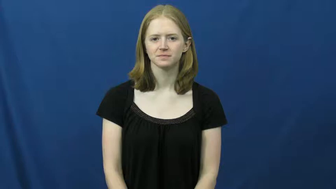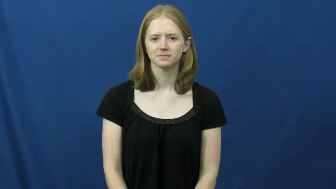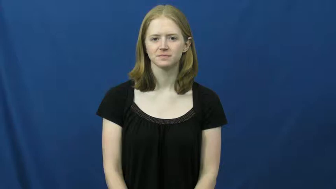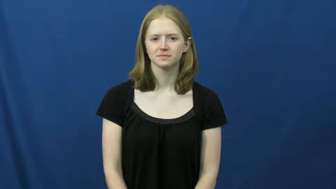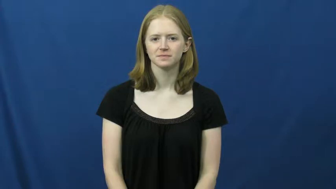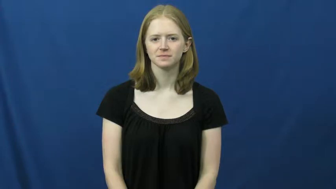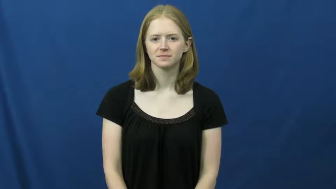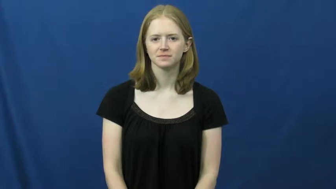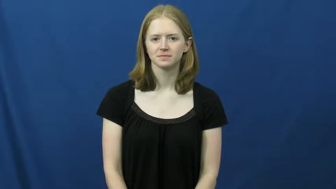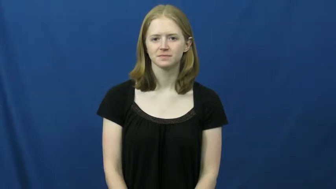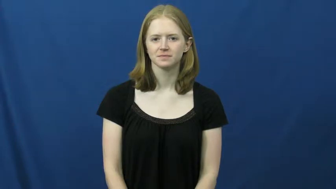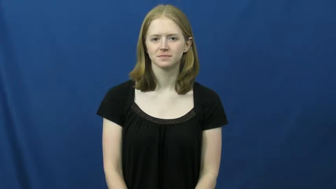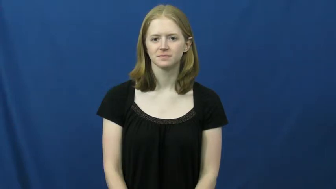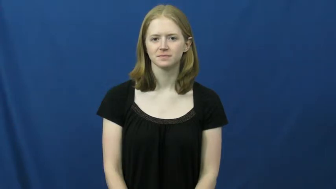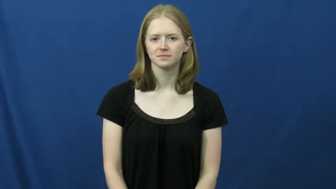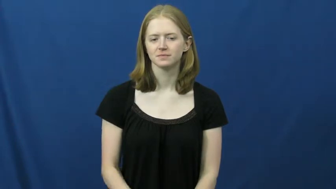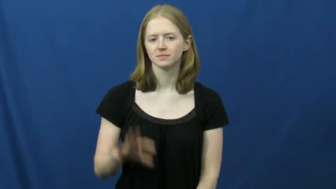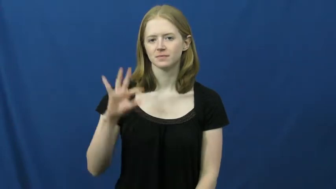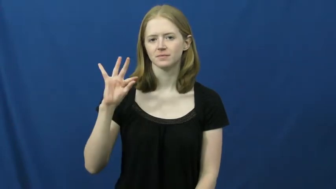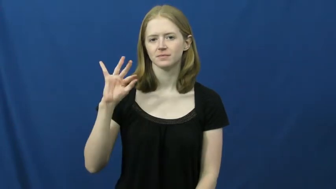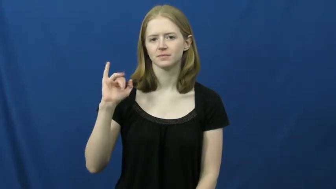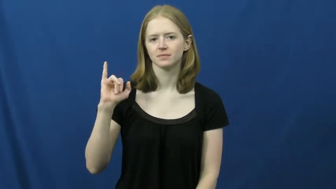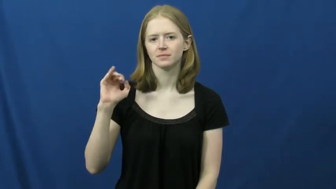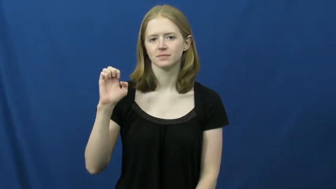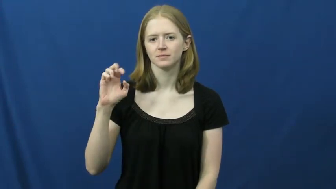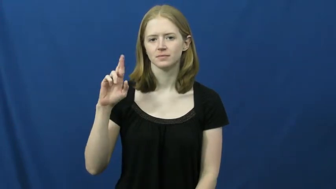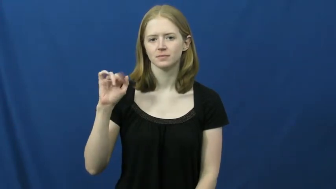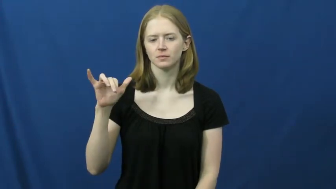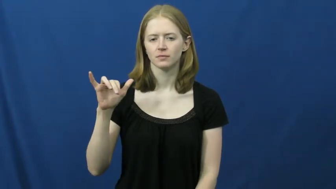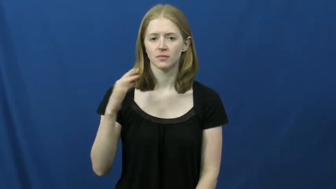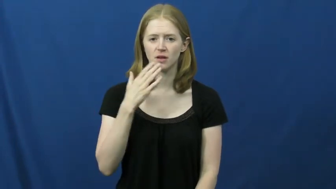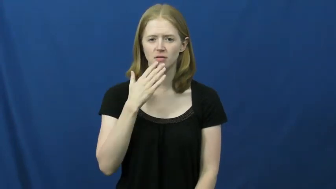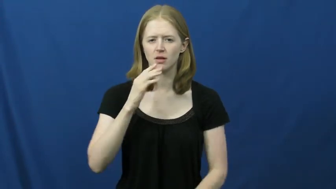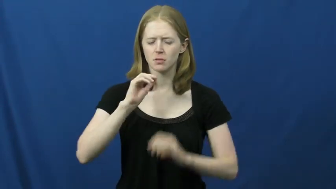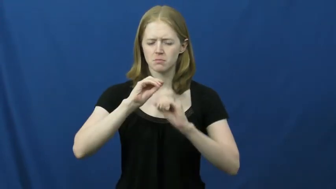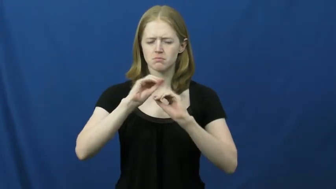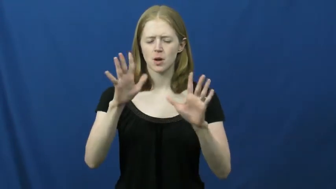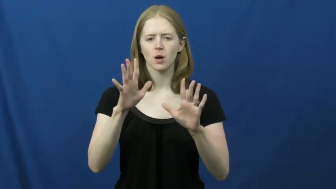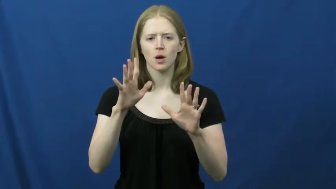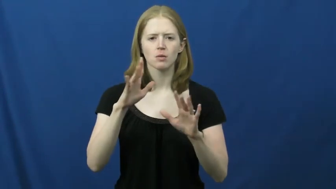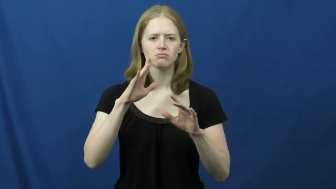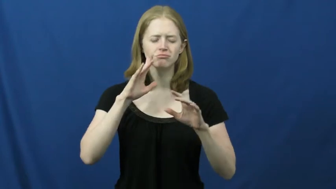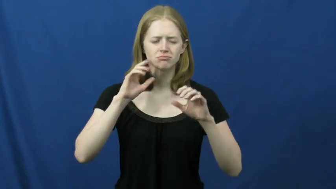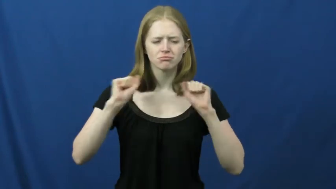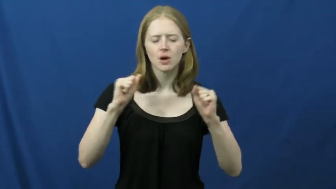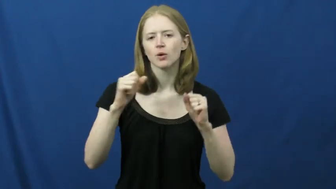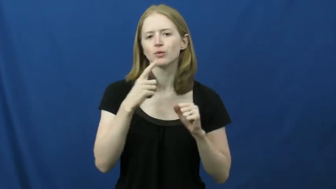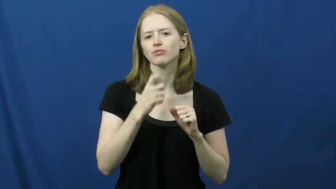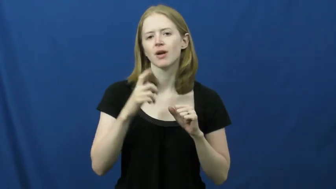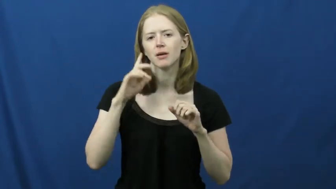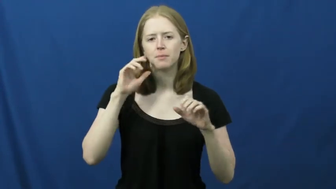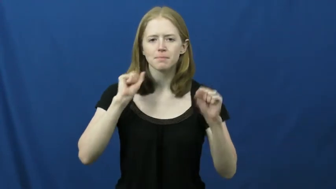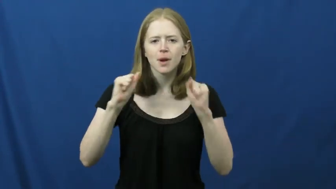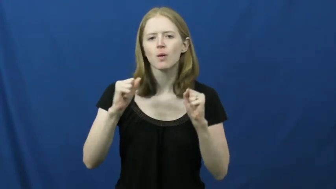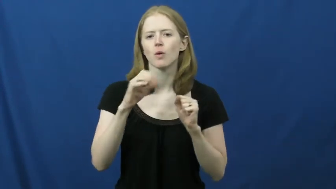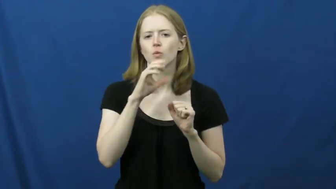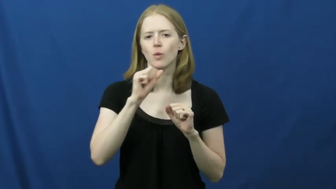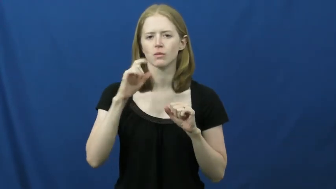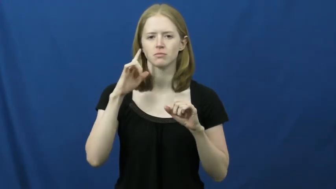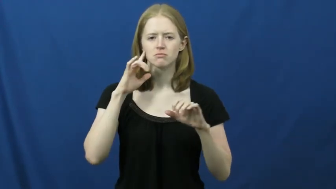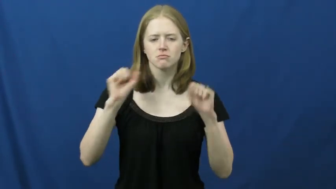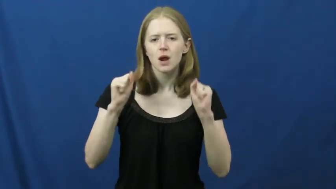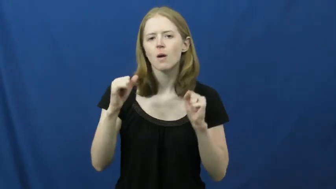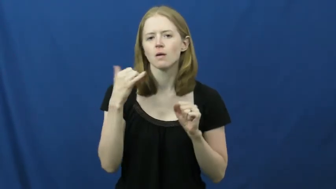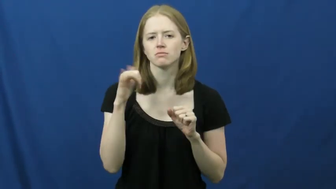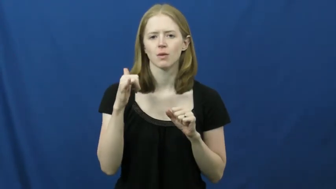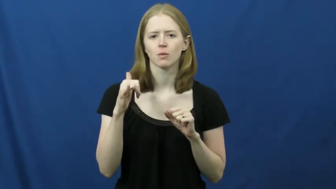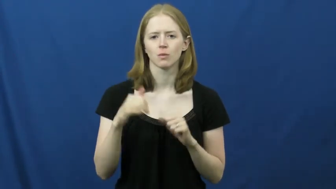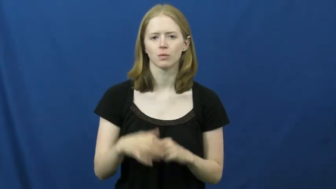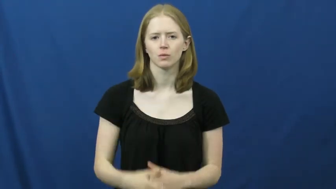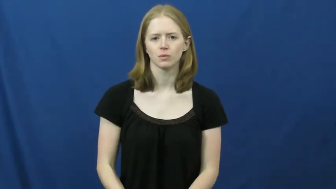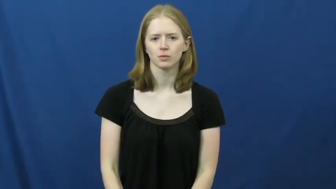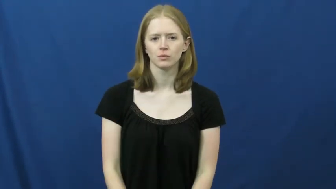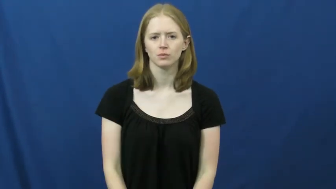fiery-color